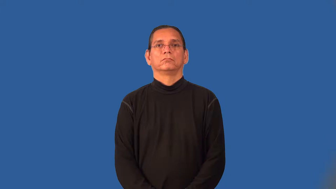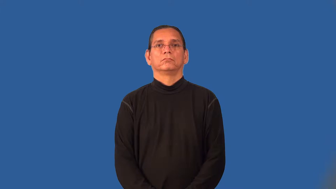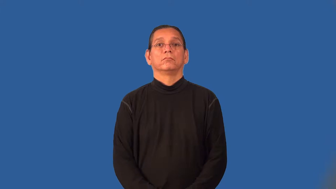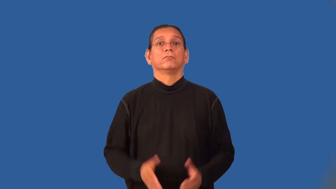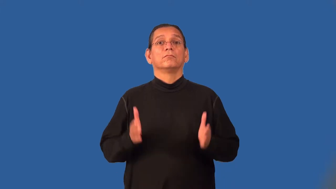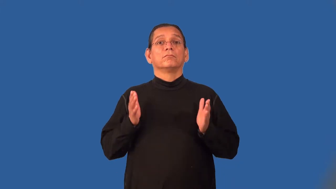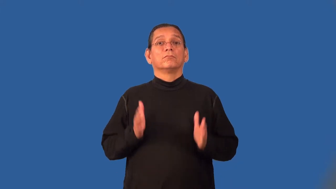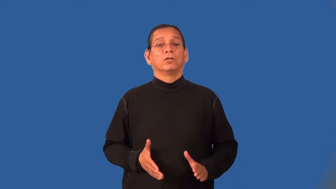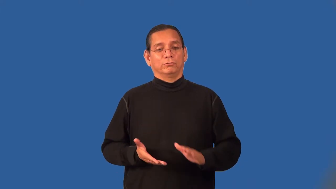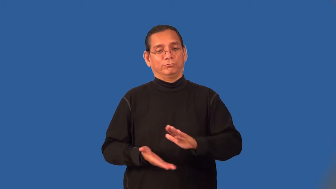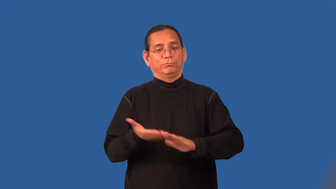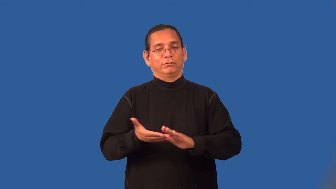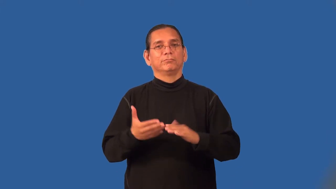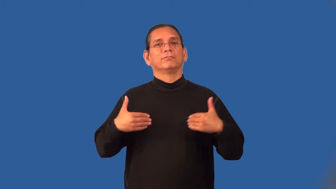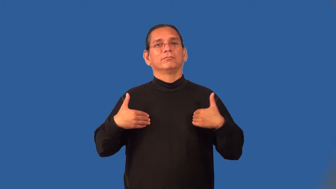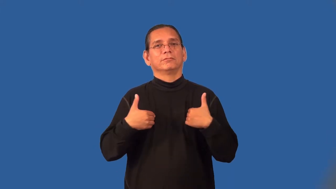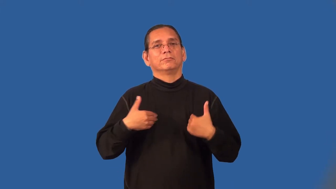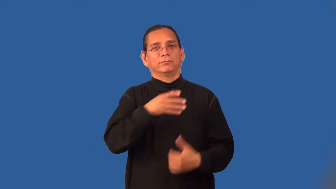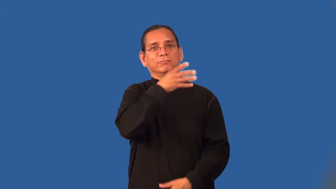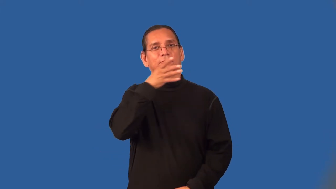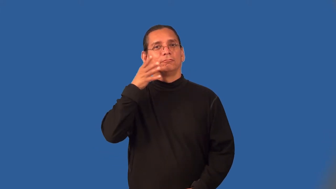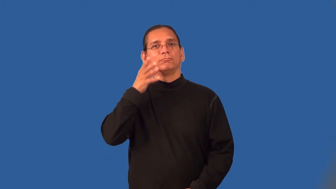rancher